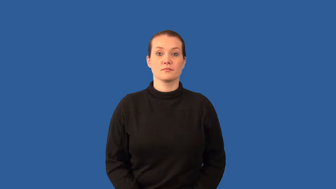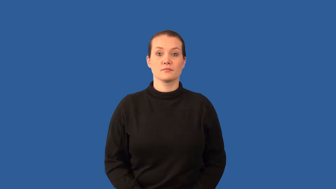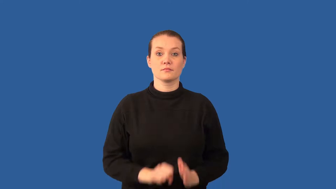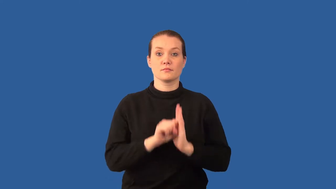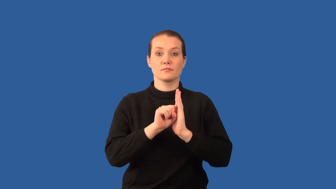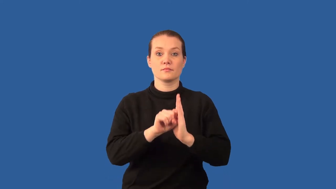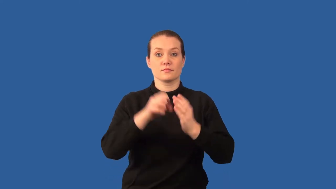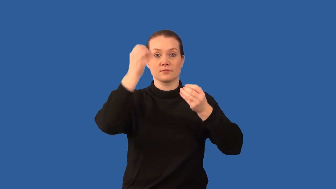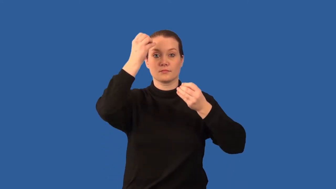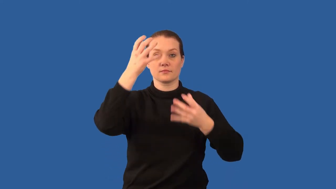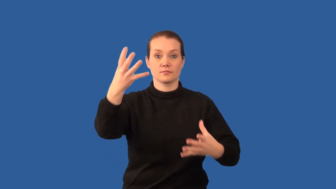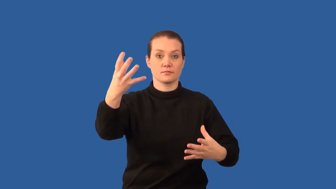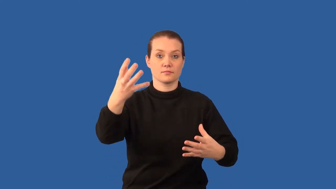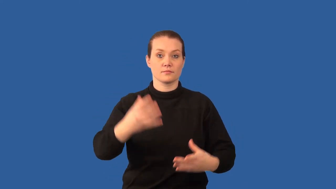notation